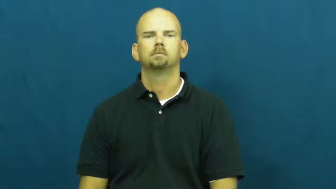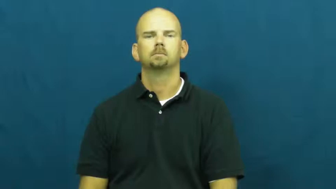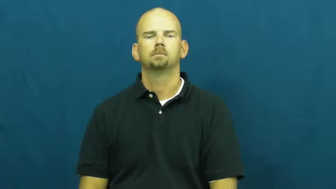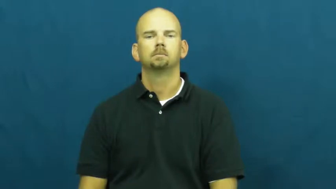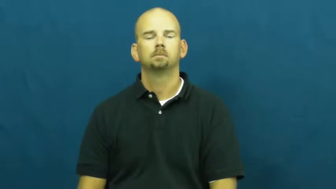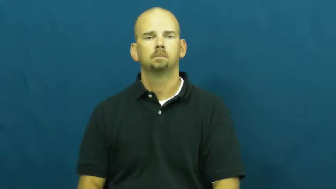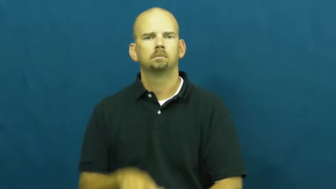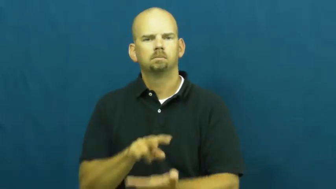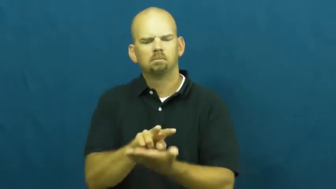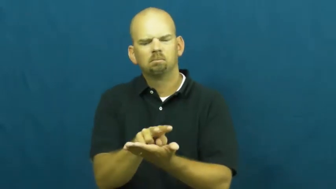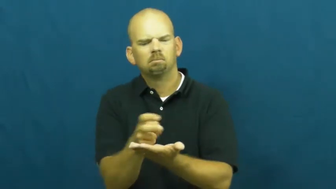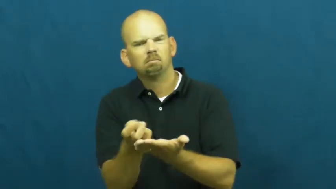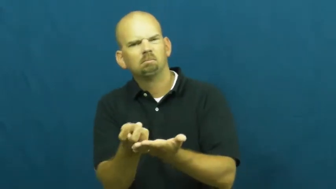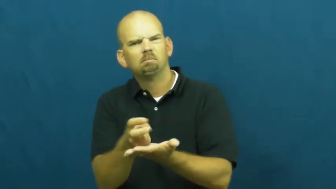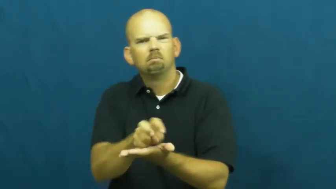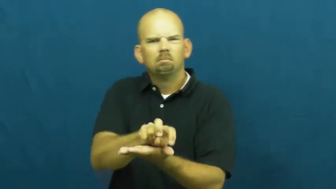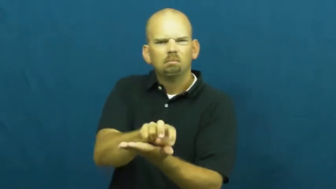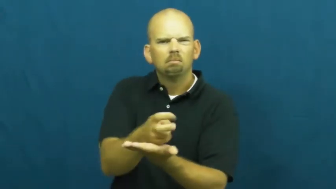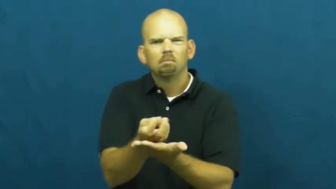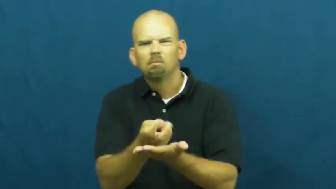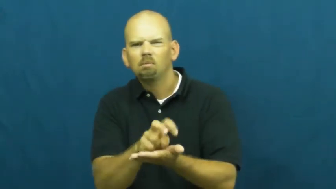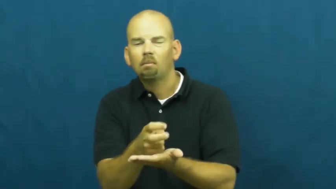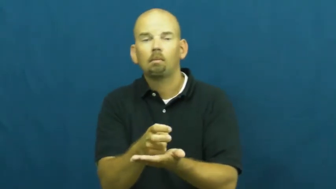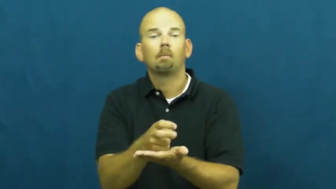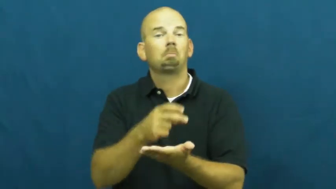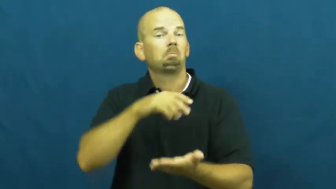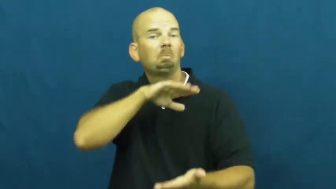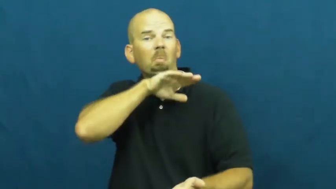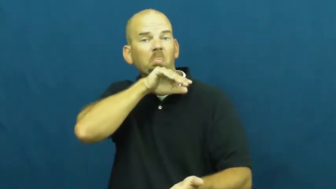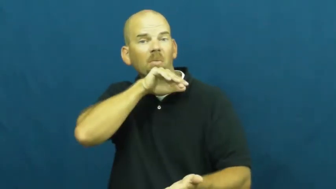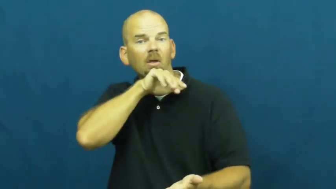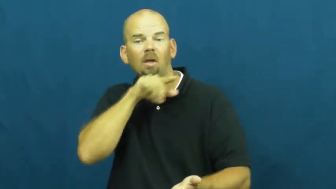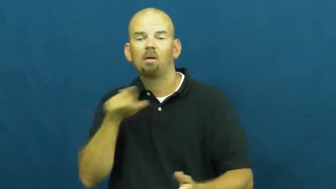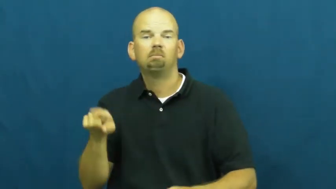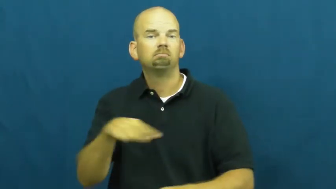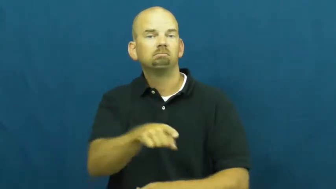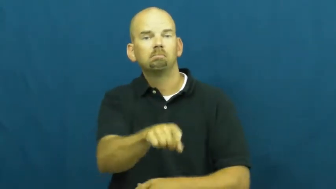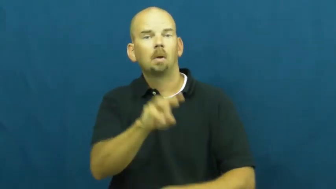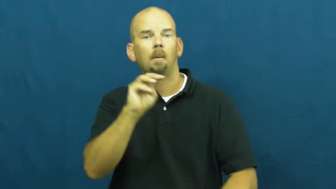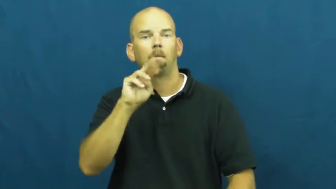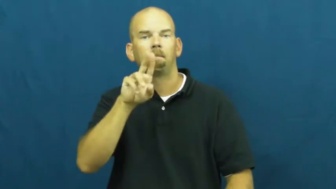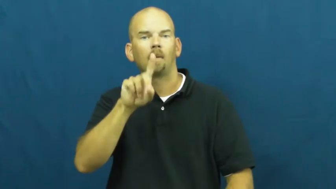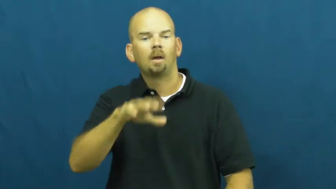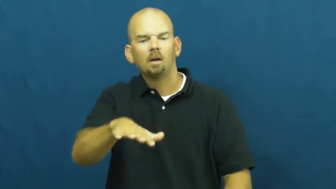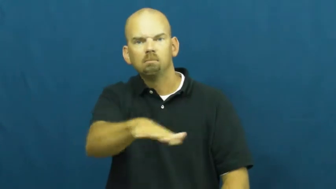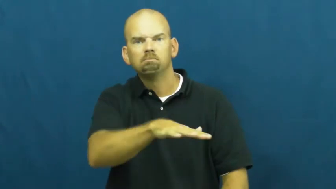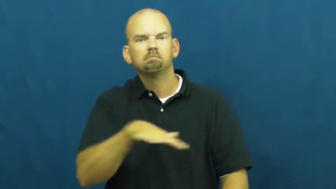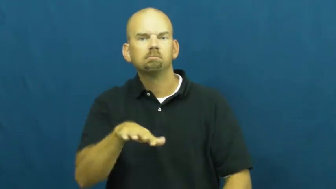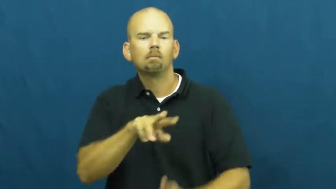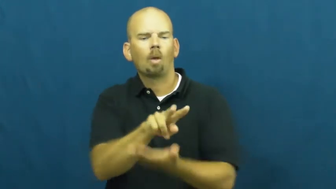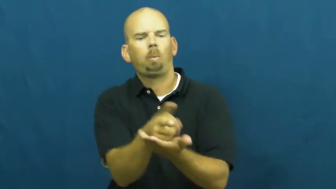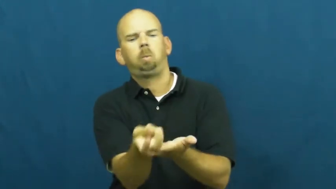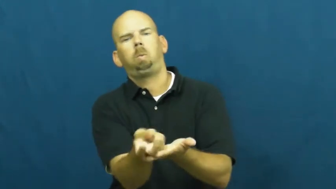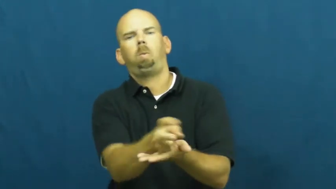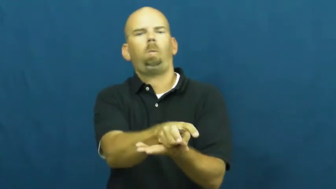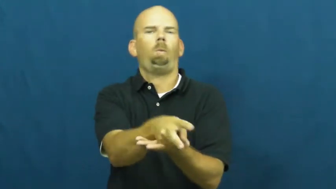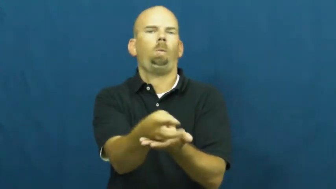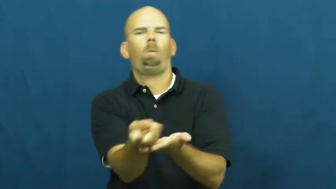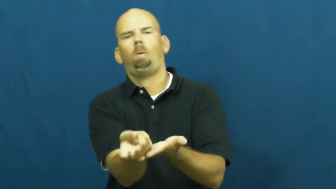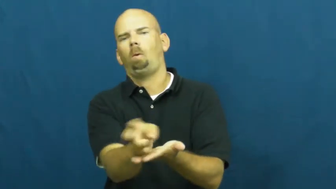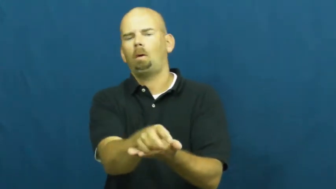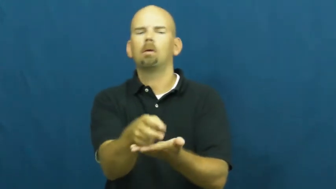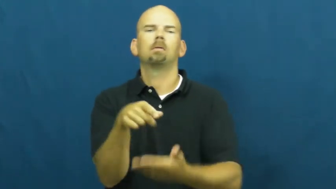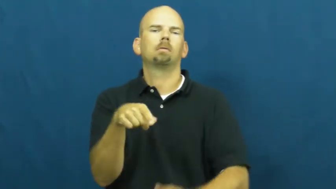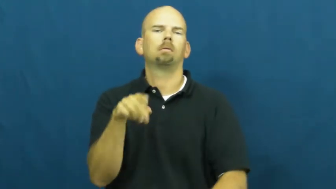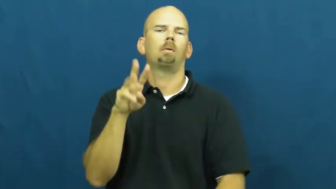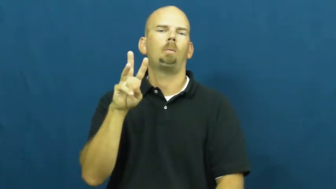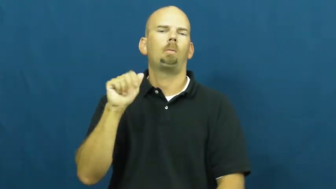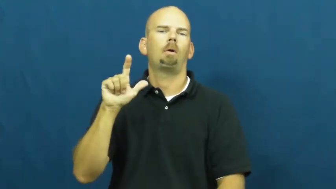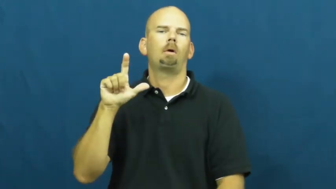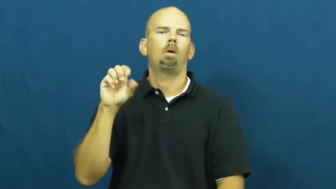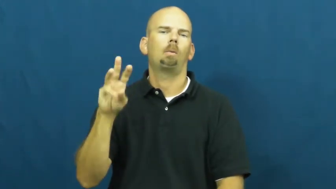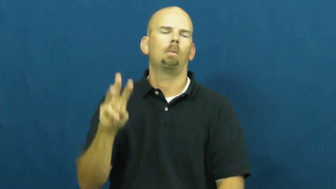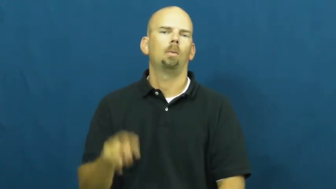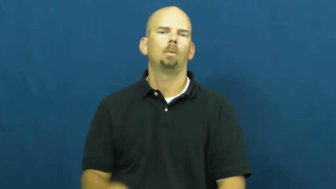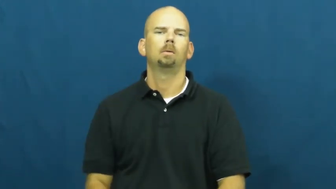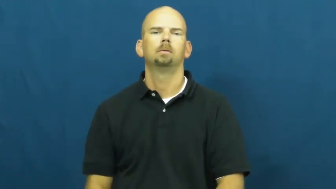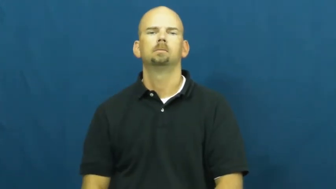wallow,wallow,around,wallow about